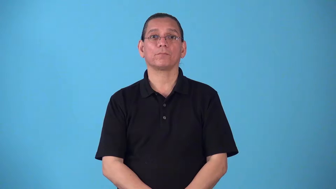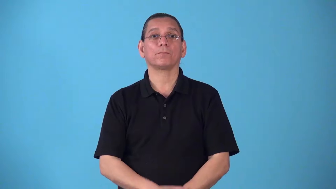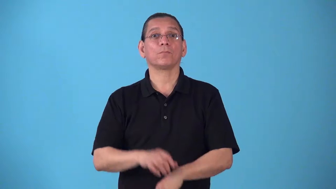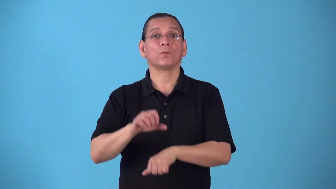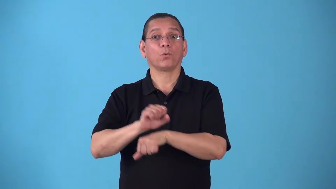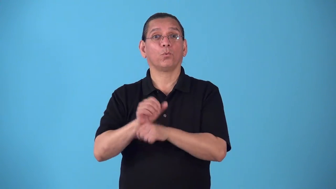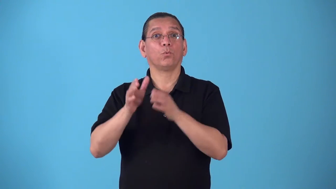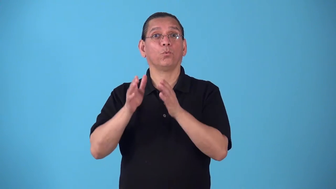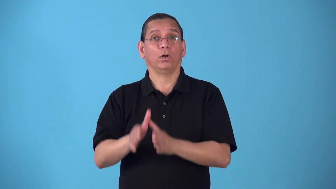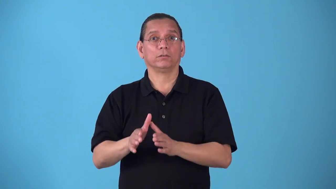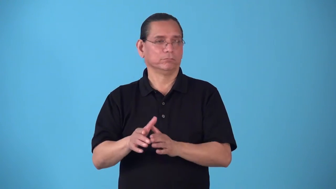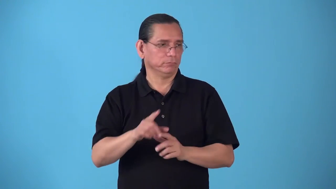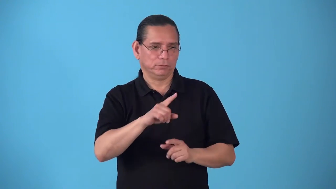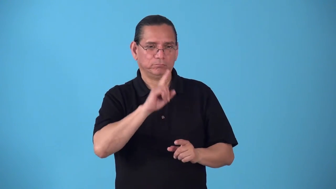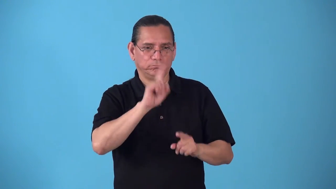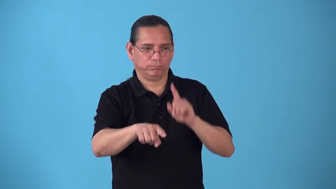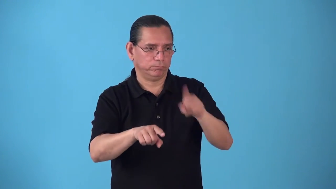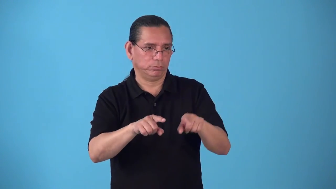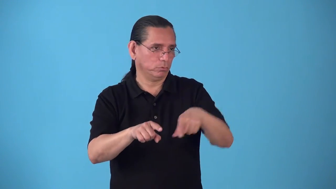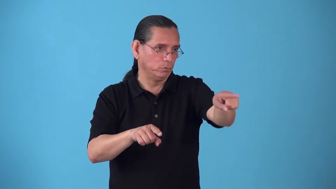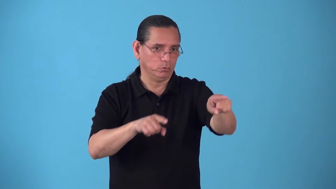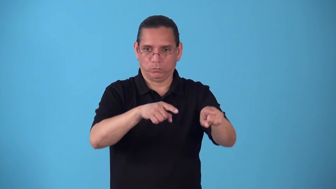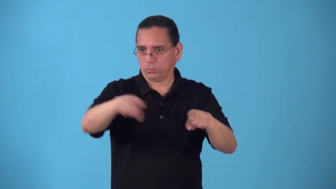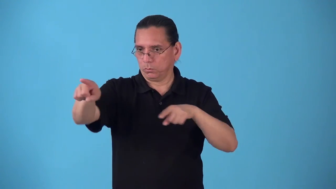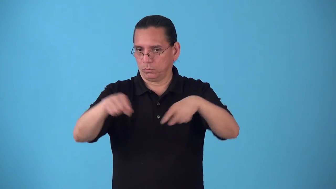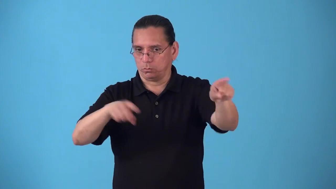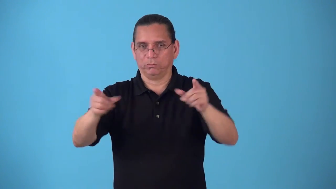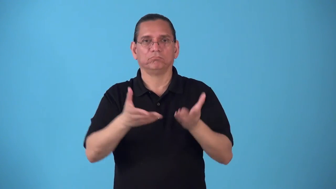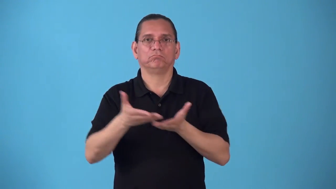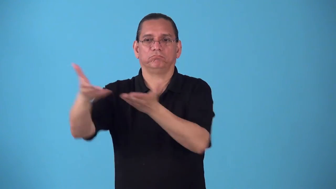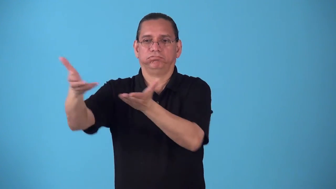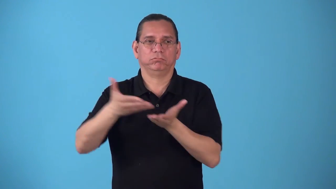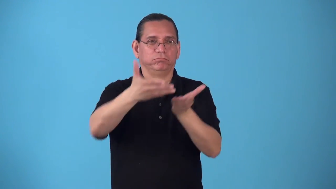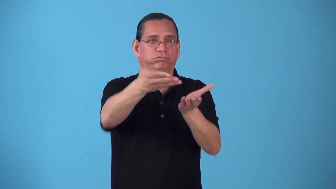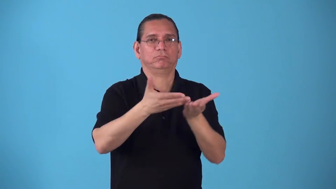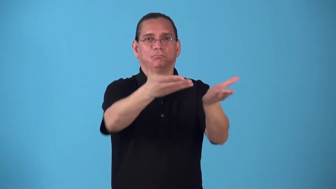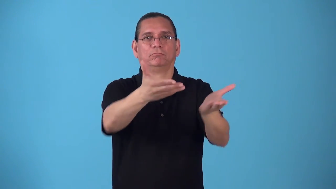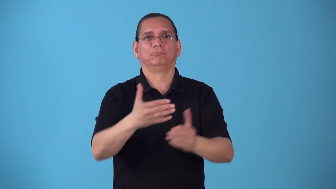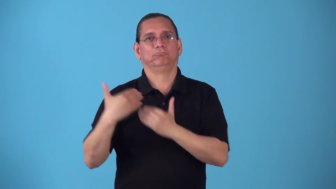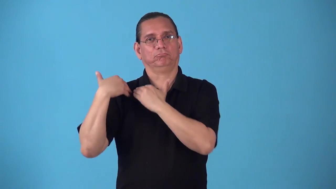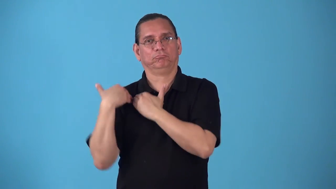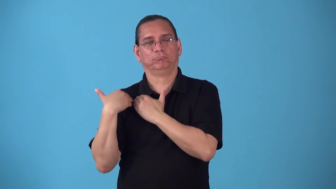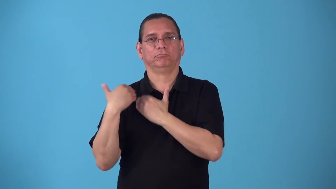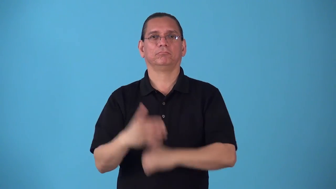router-man